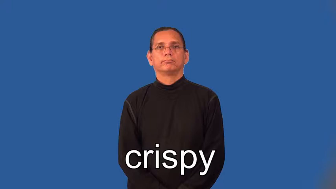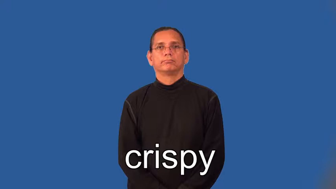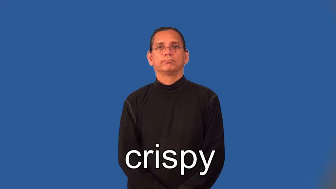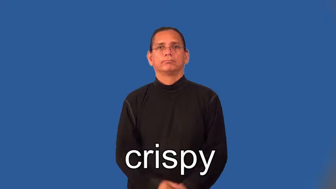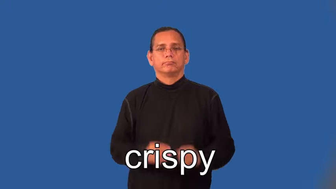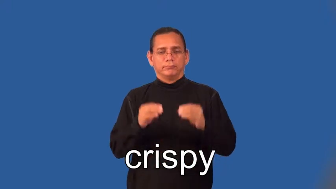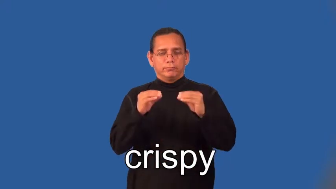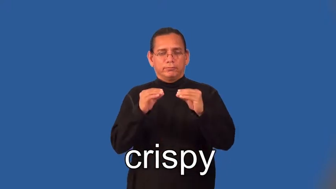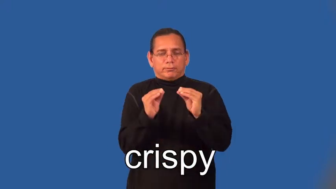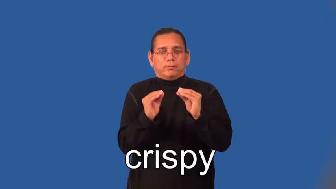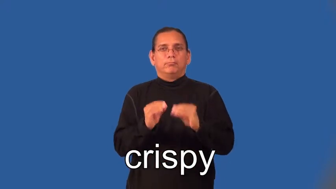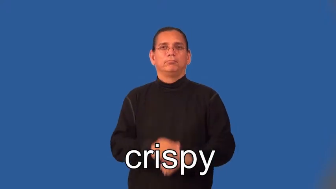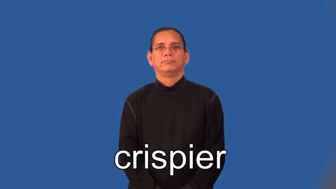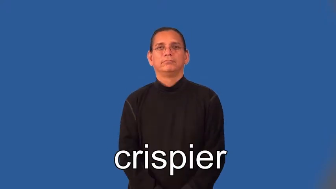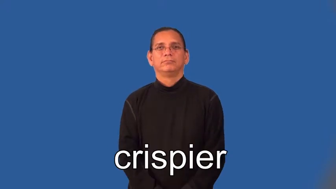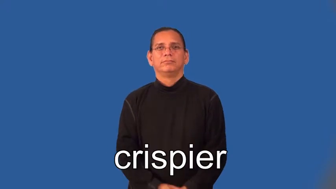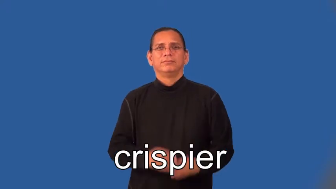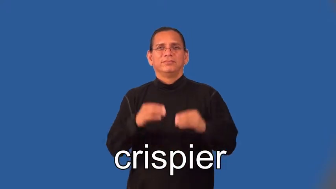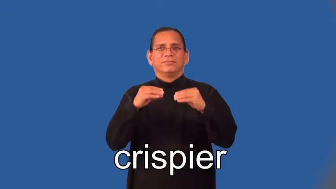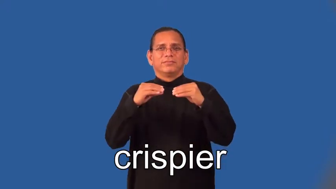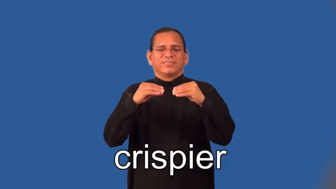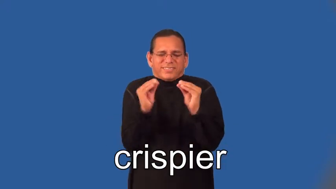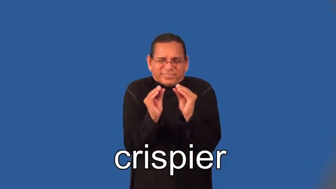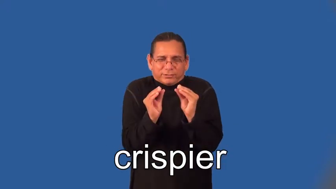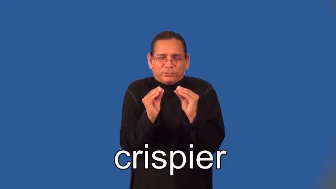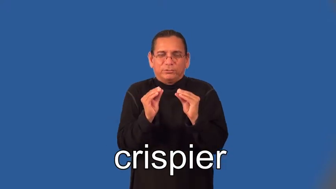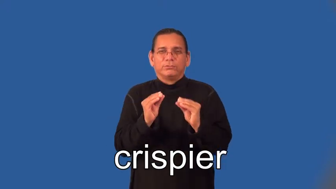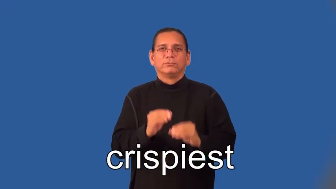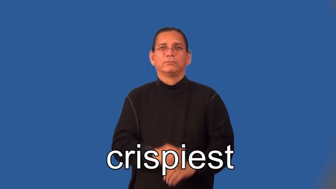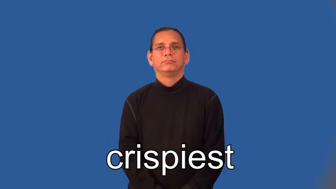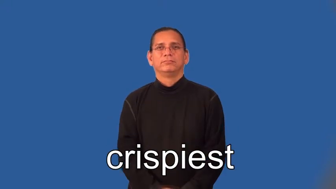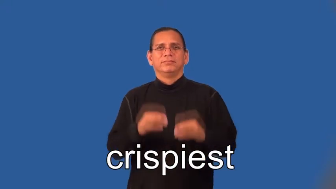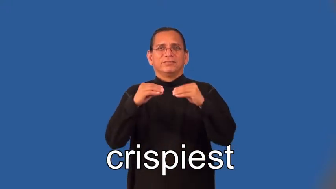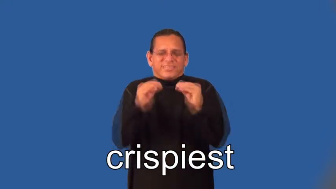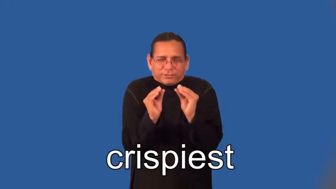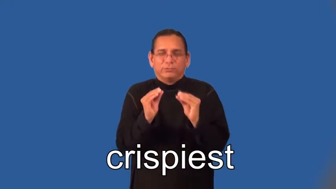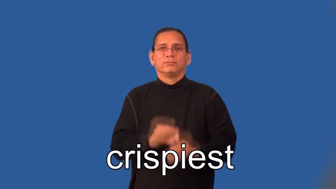crispier,crispiest,crisper,crispest